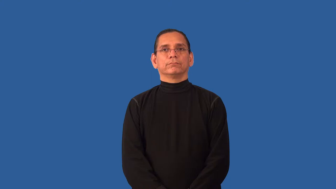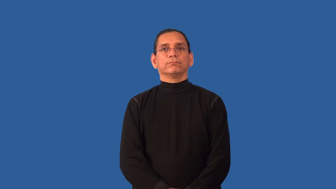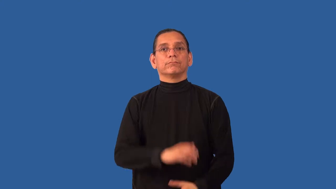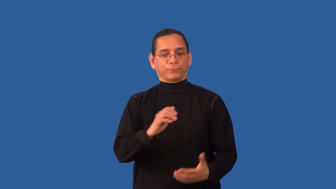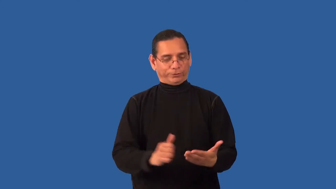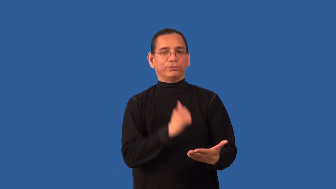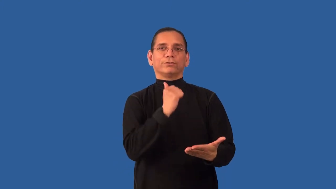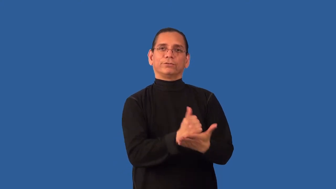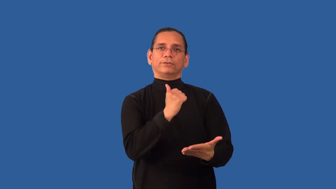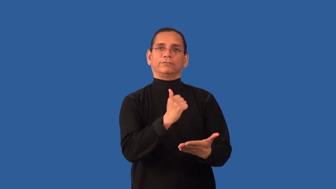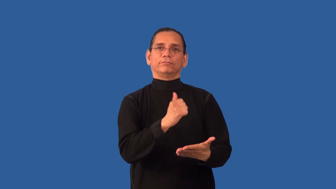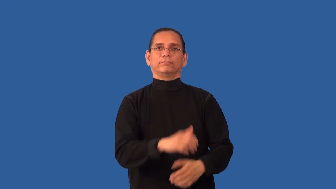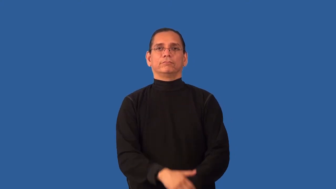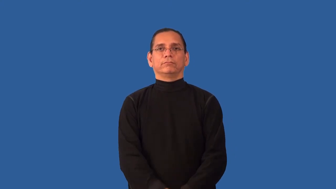accredited